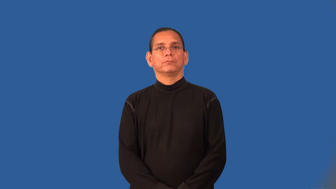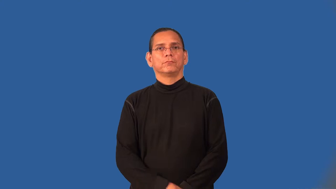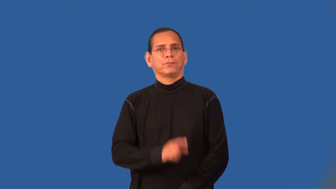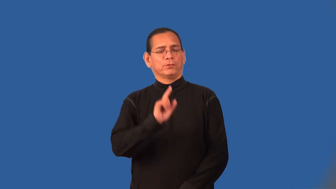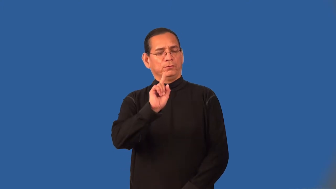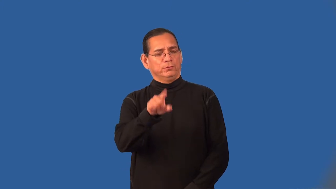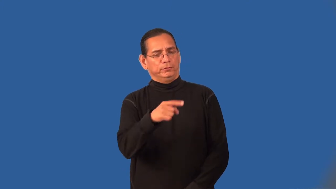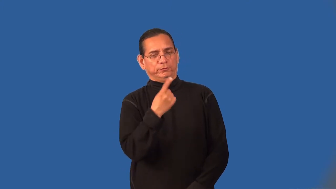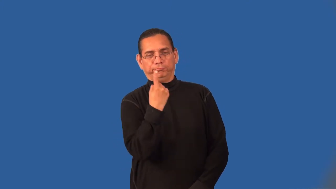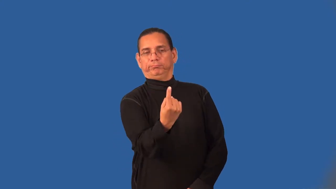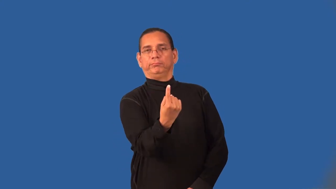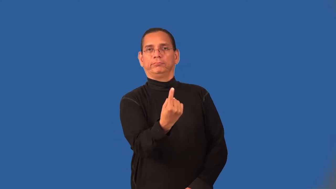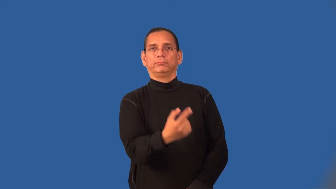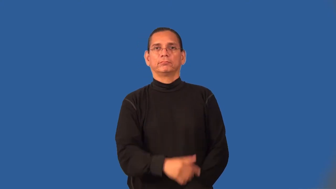unitary